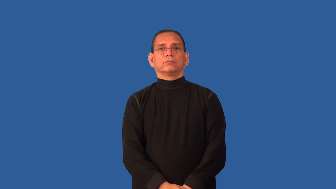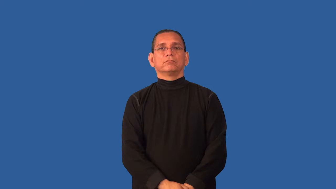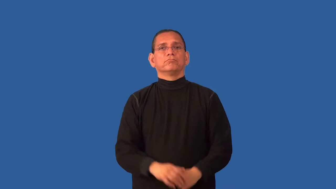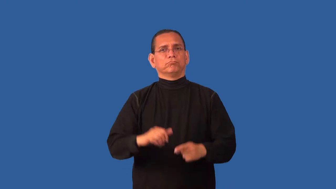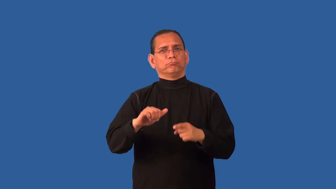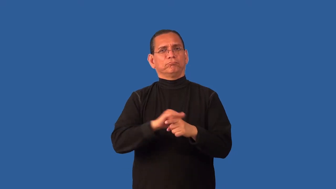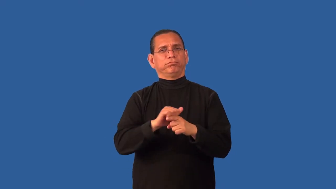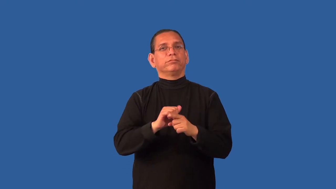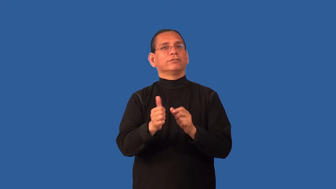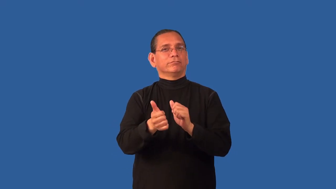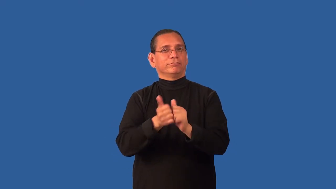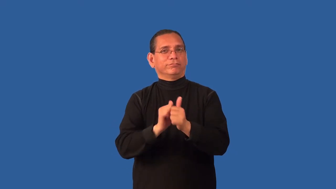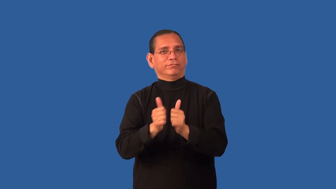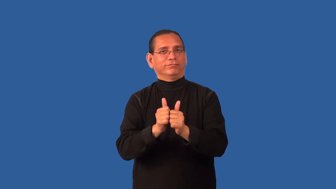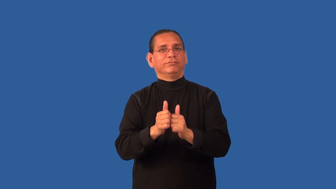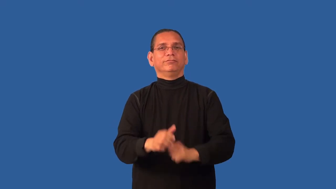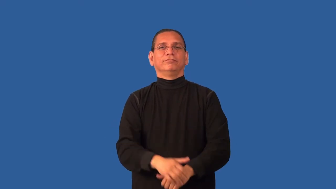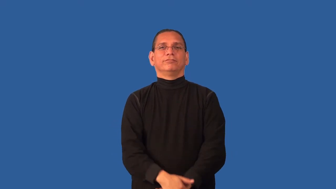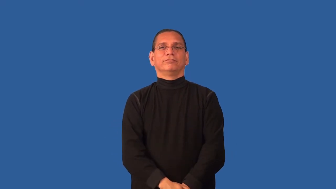condition-exercise